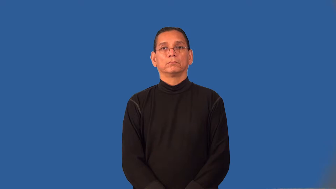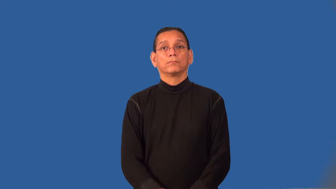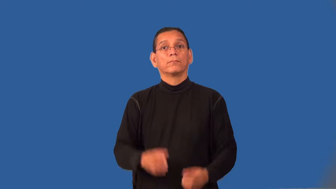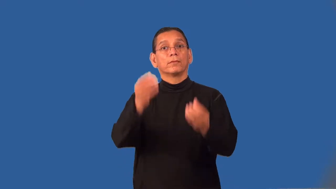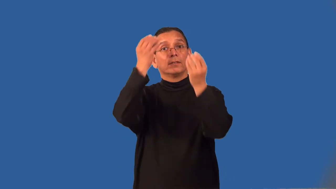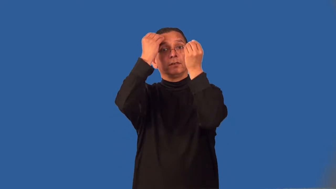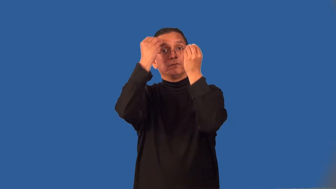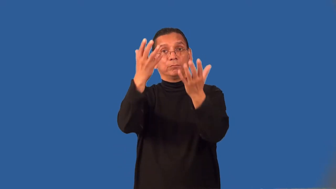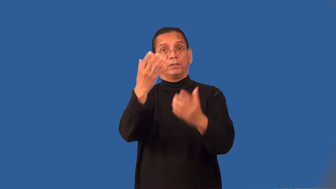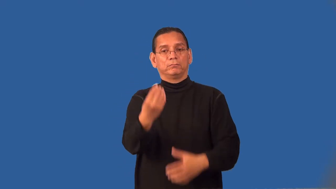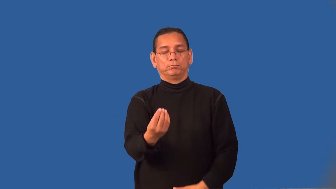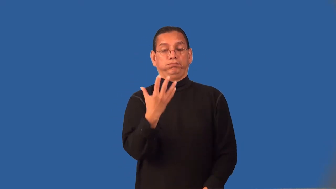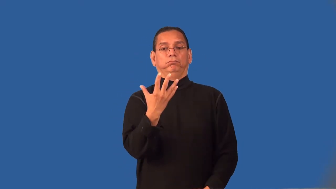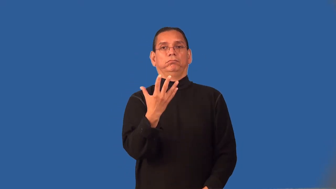readout